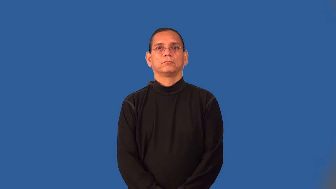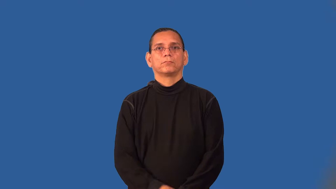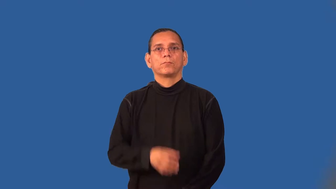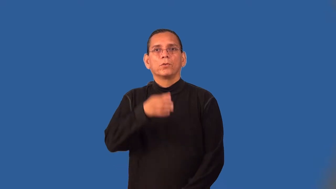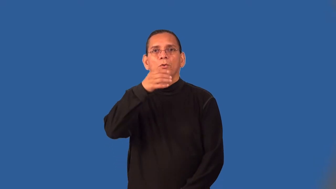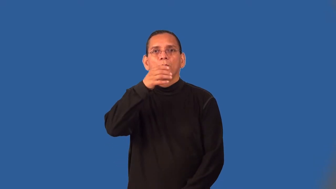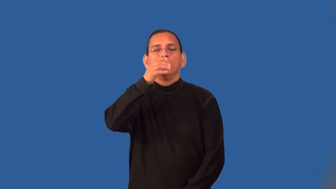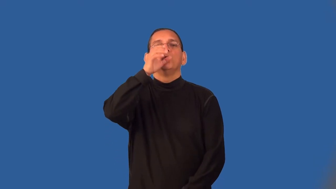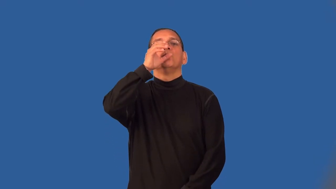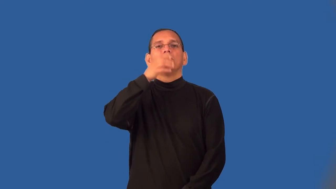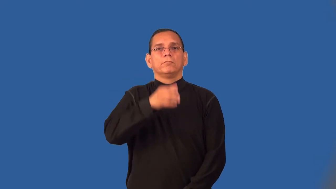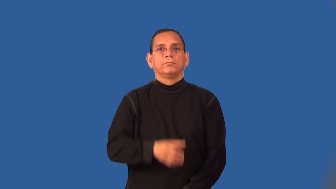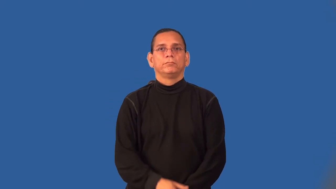sip,nurse